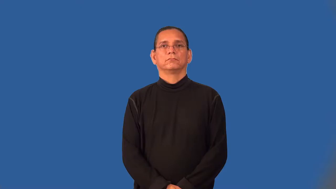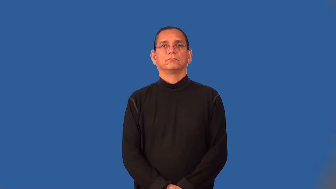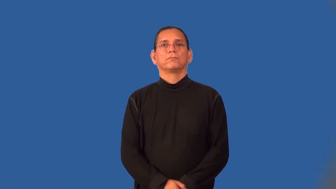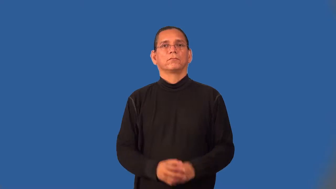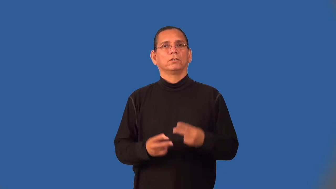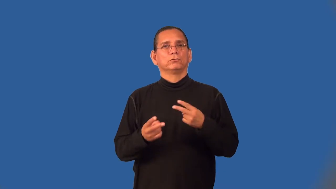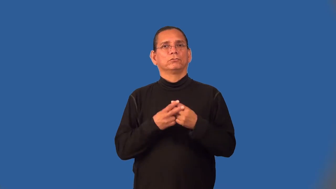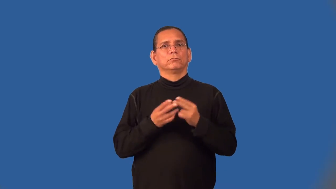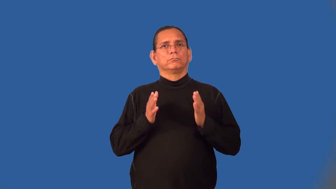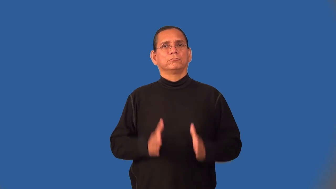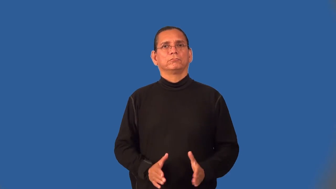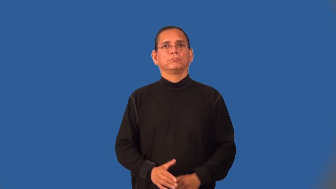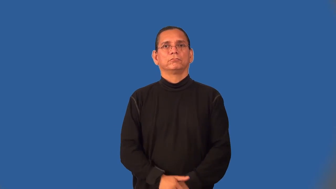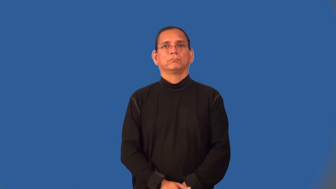trapper